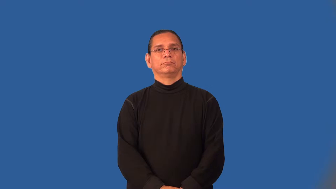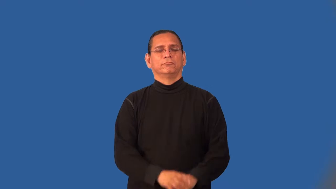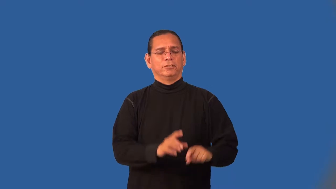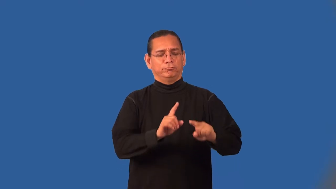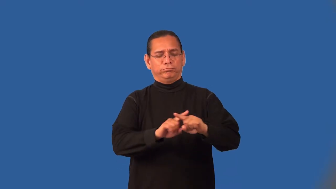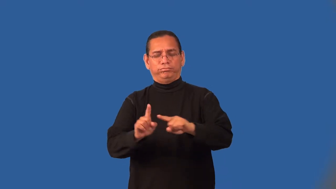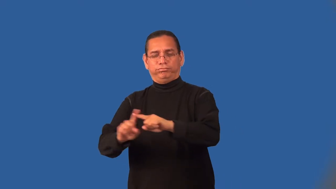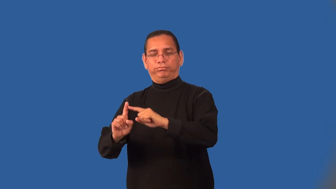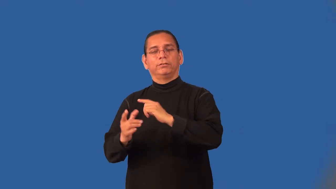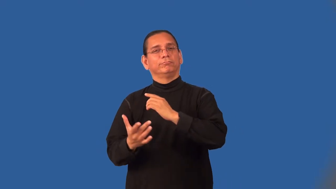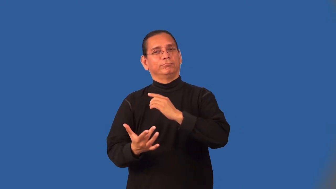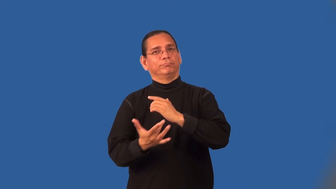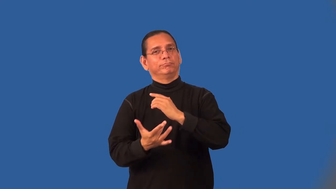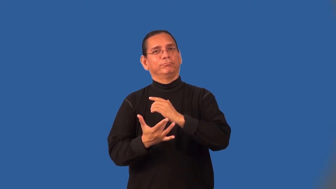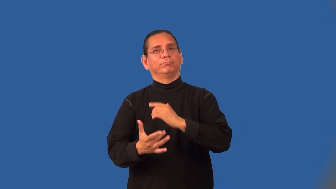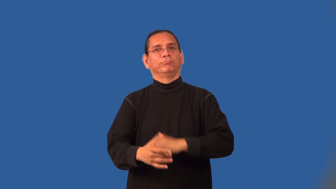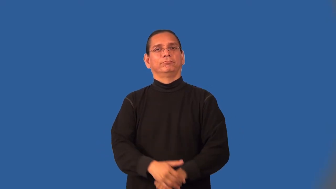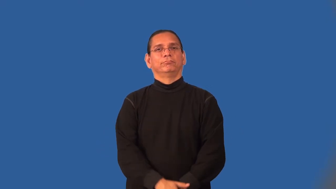multimedia